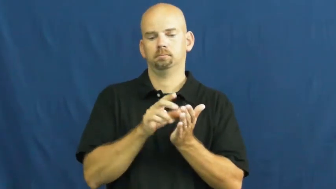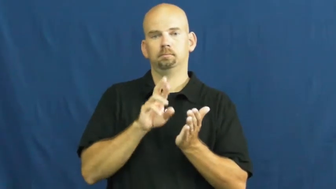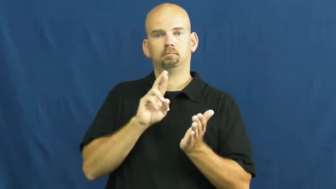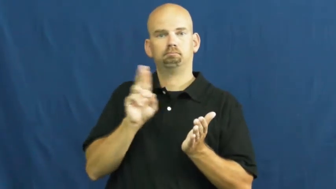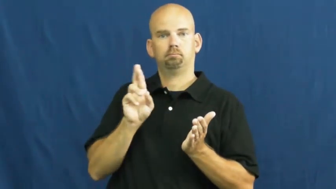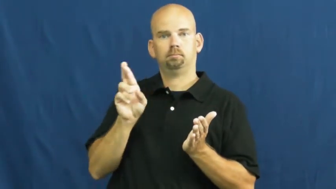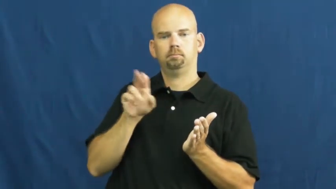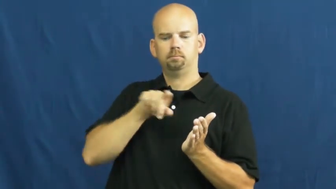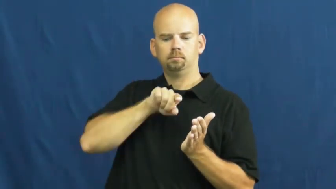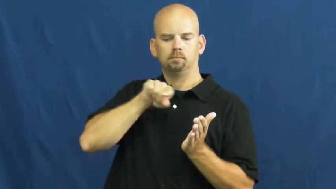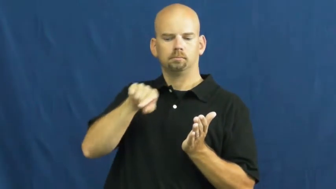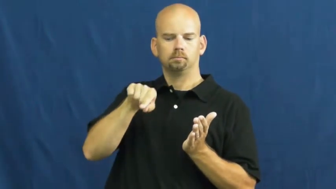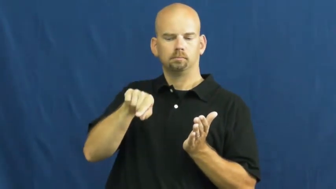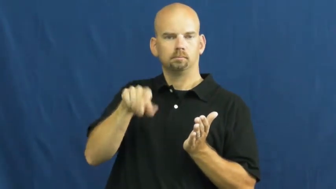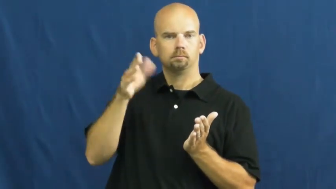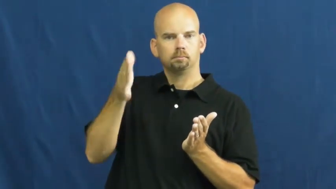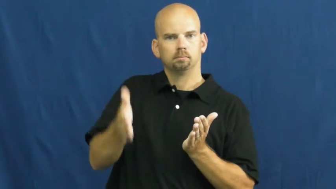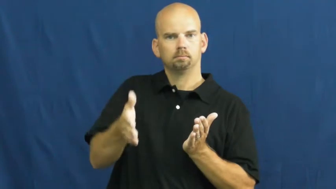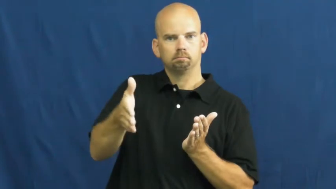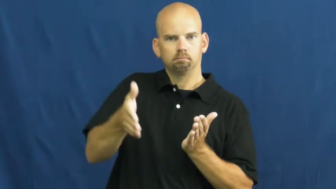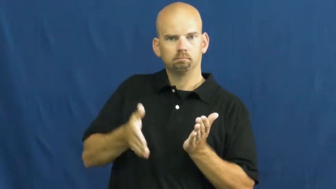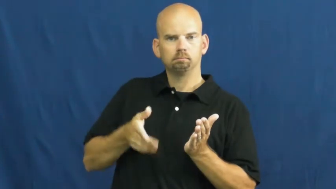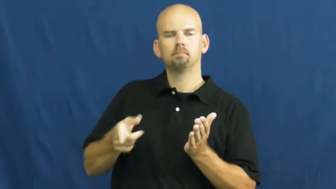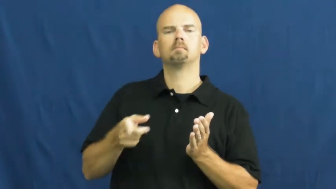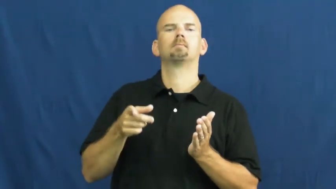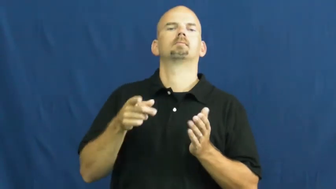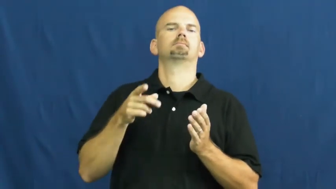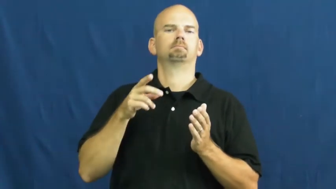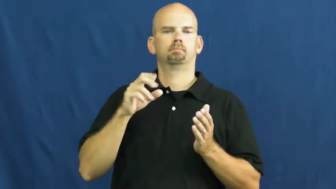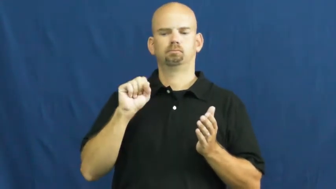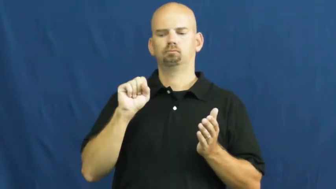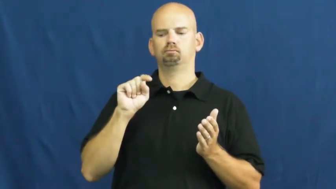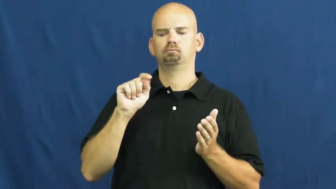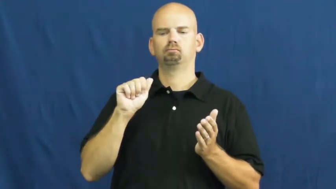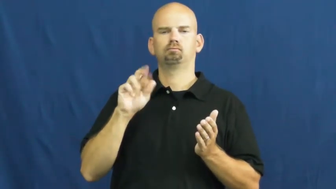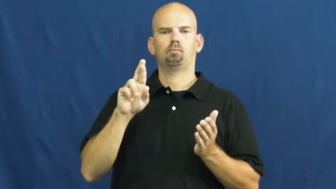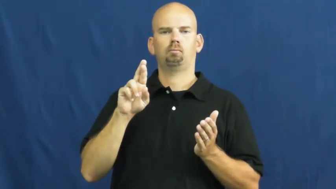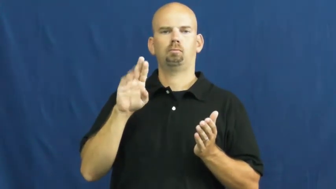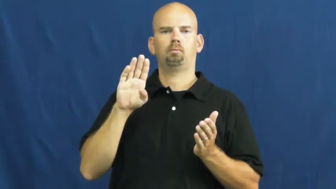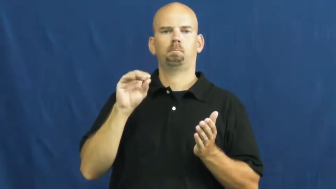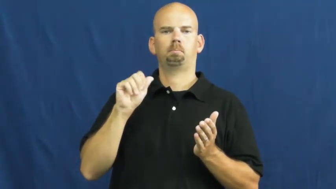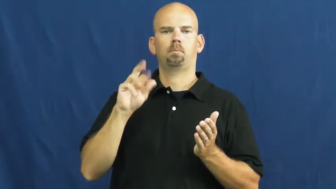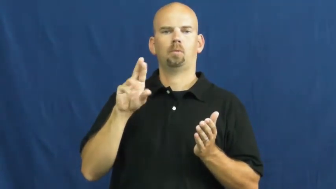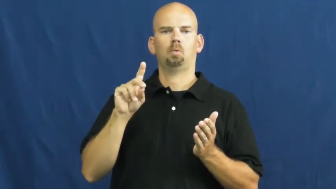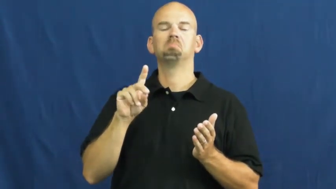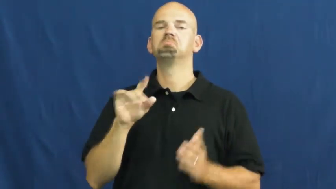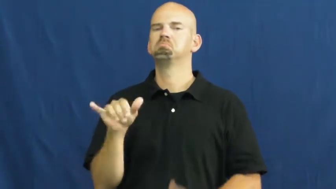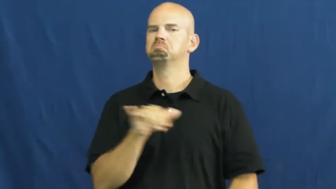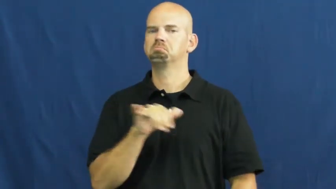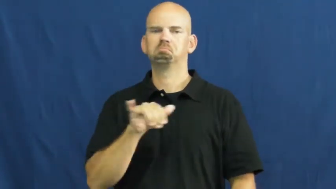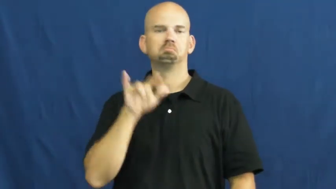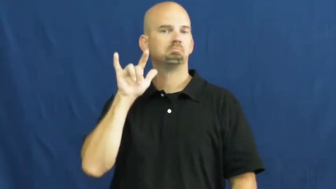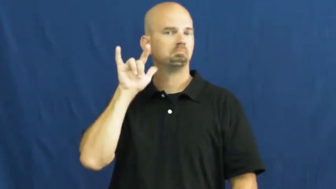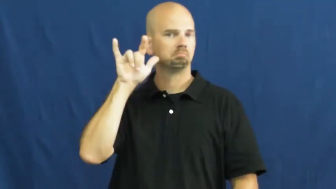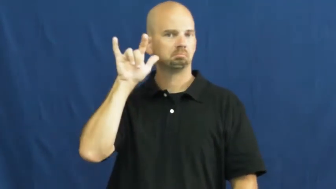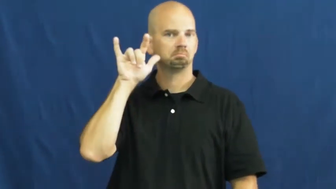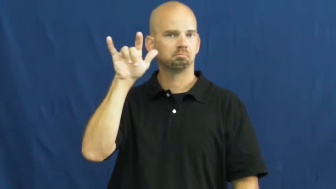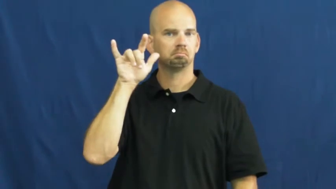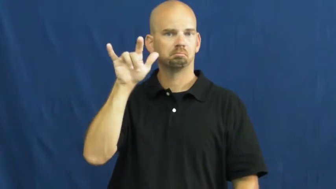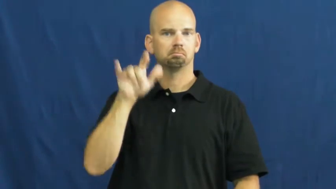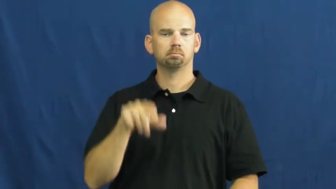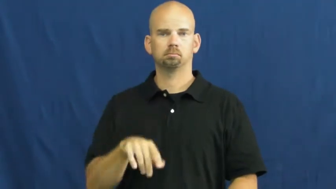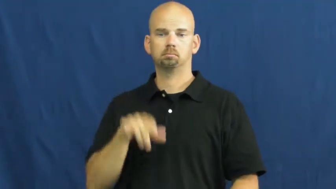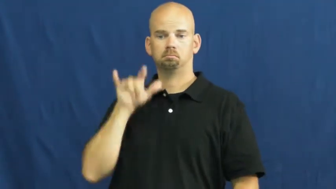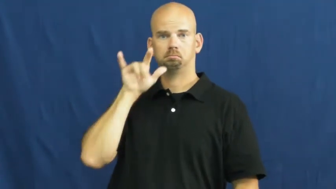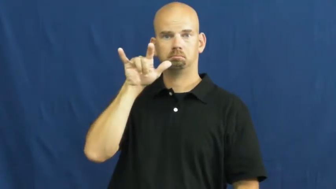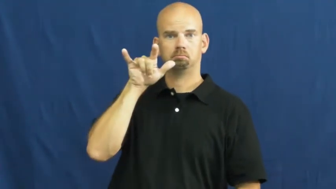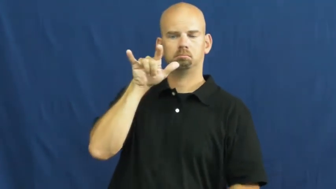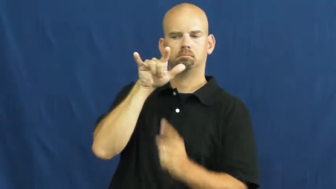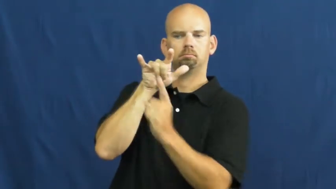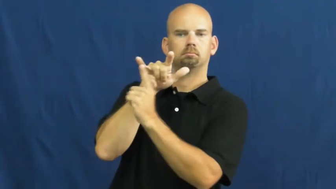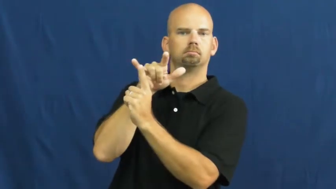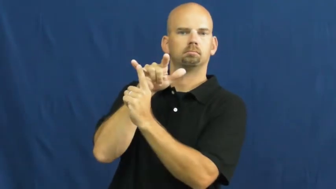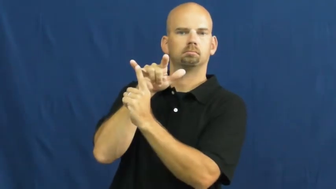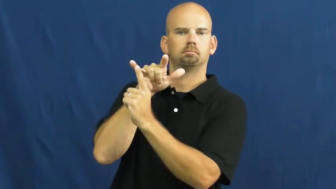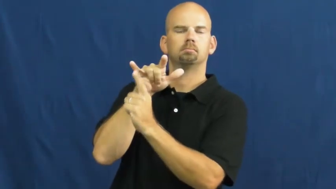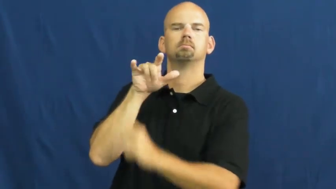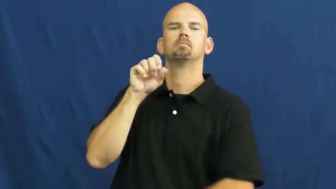starboard